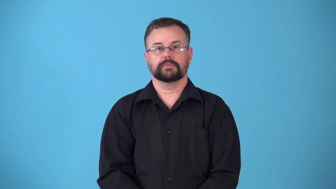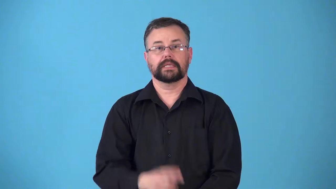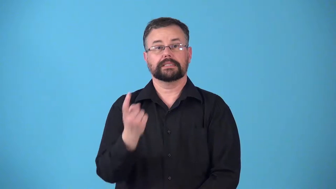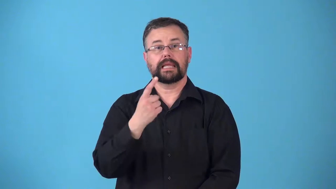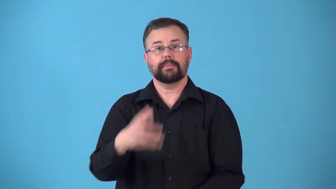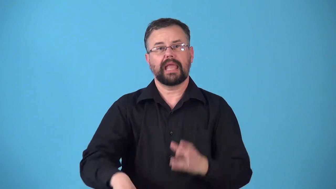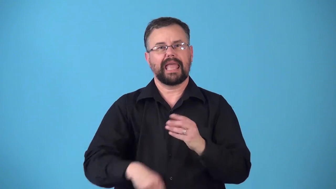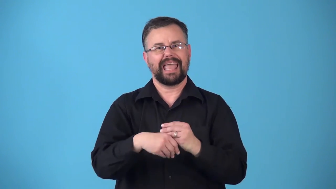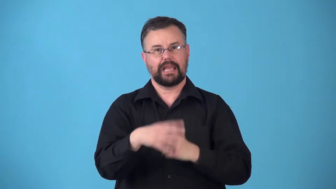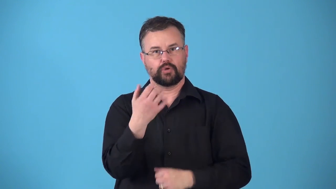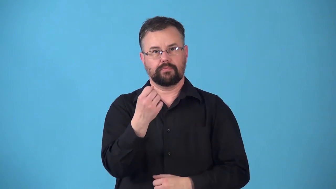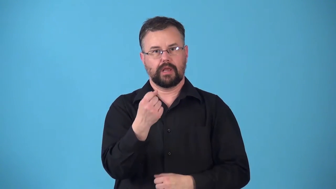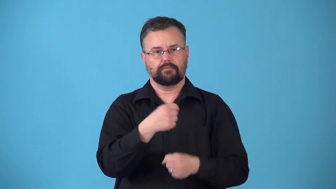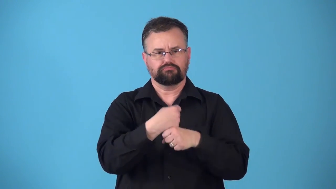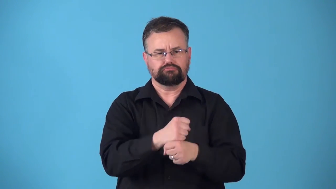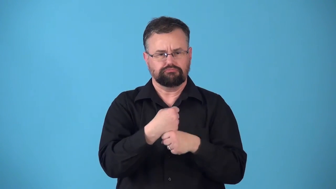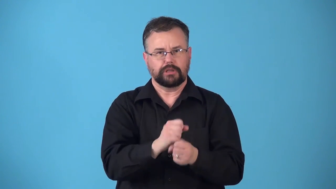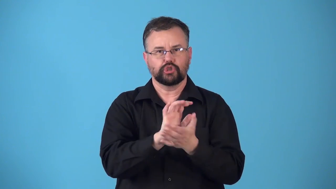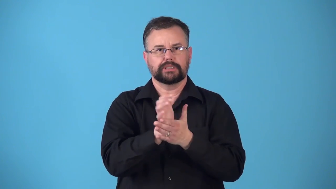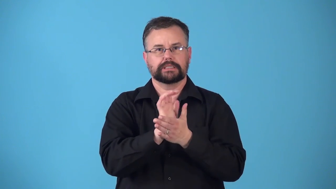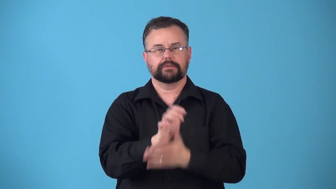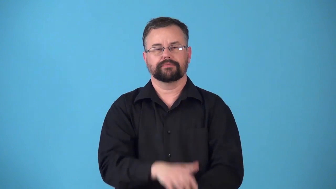rennet